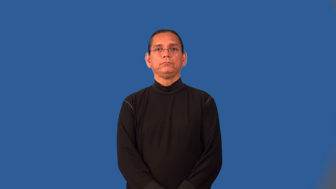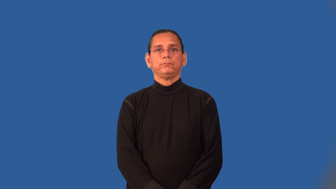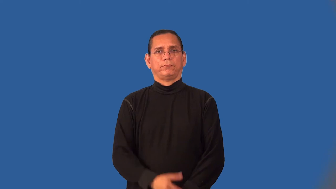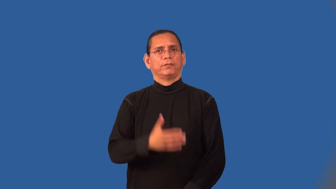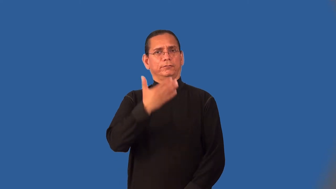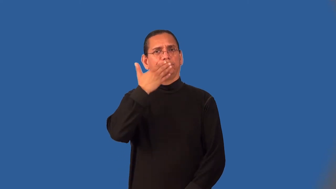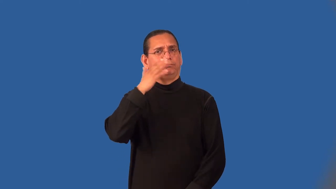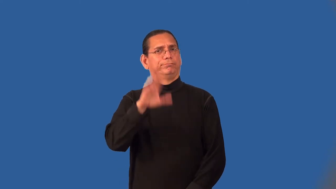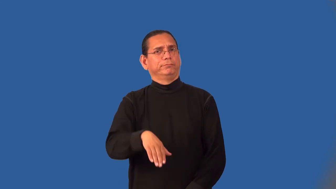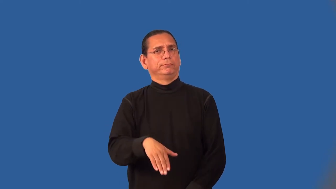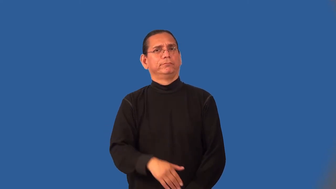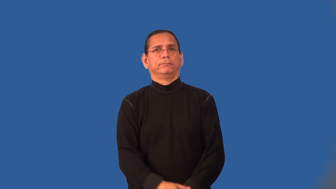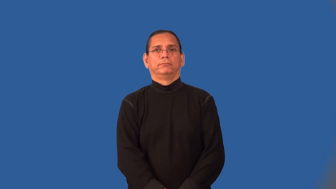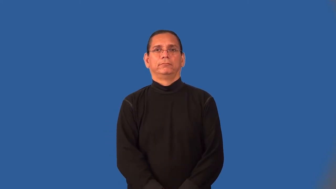naughty